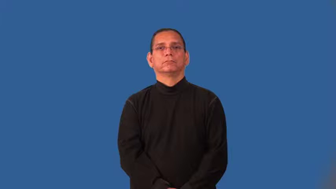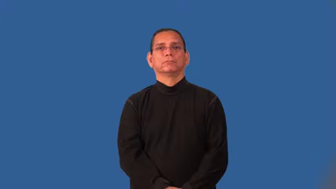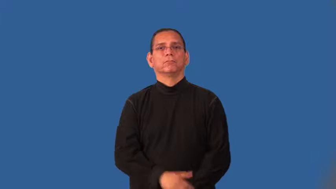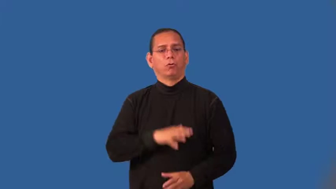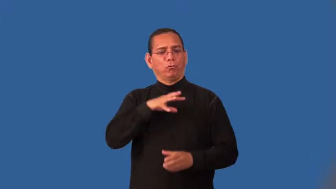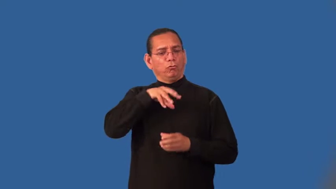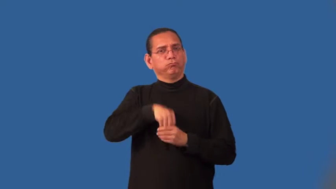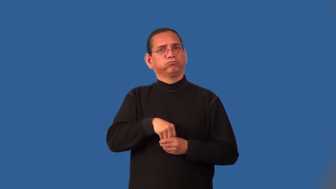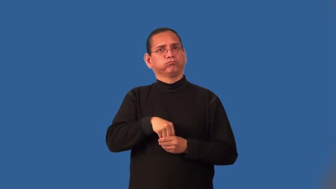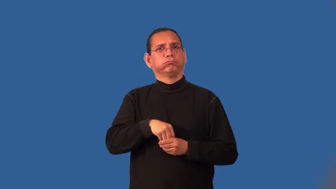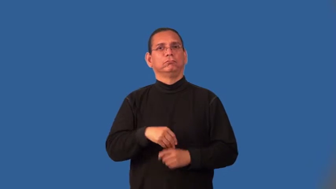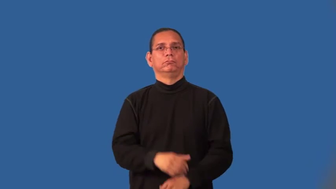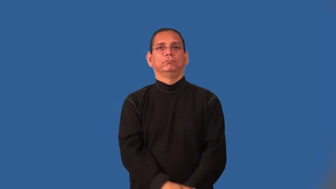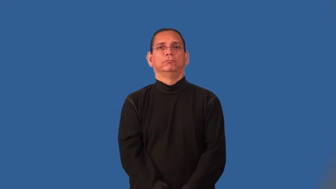inherent,intrinsic